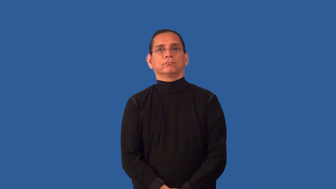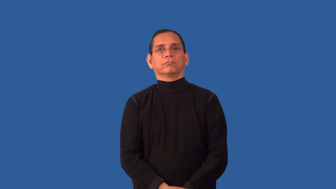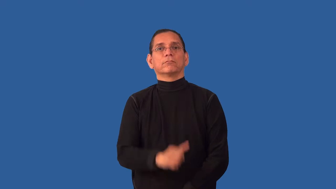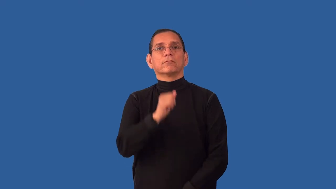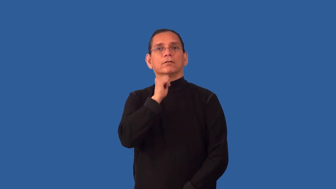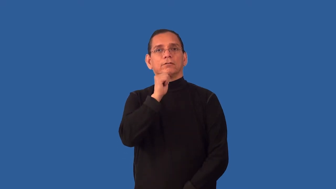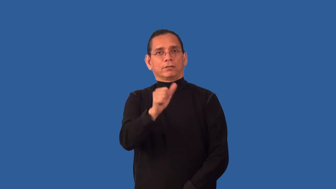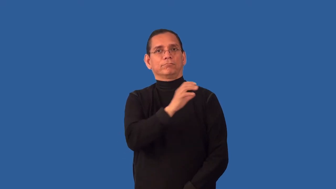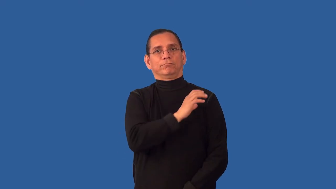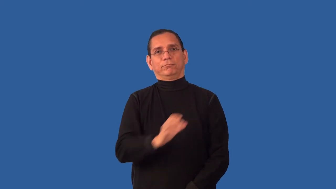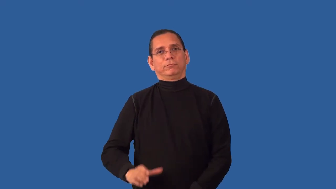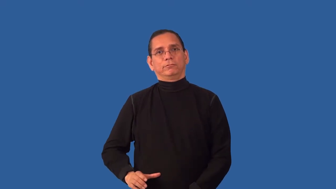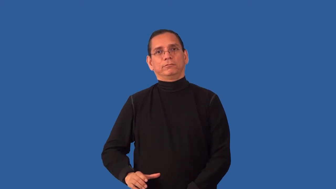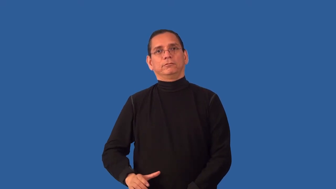unchristian